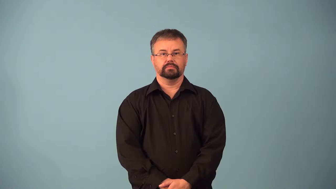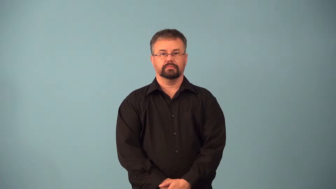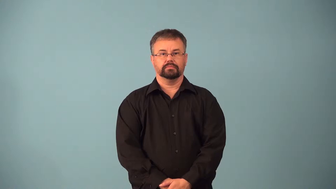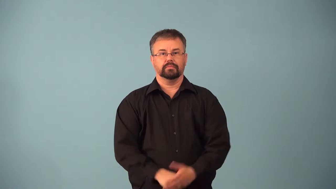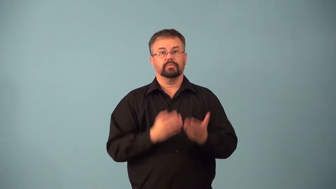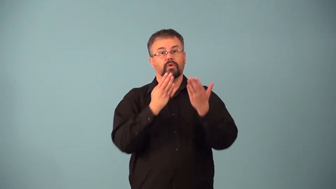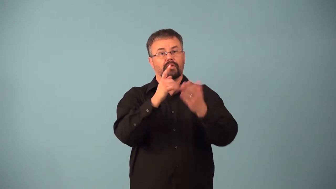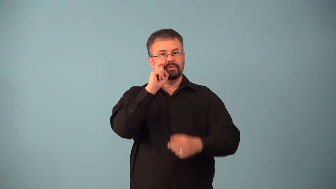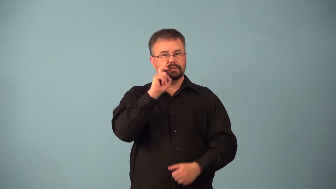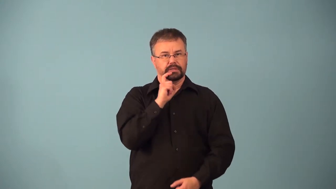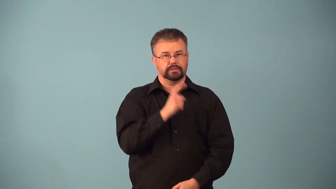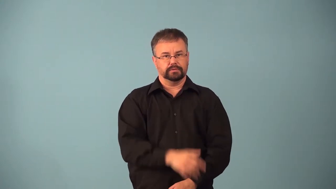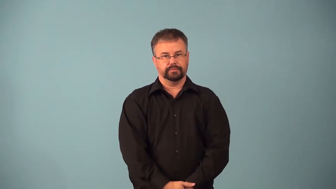accost-offer sex